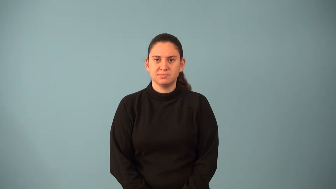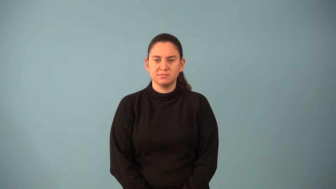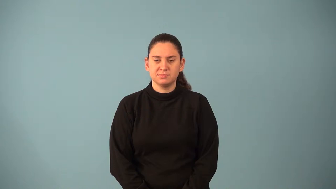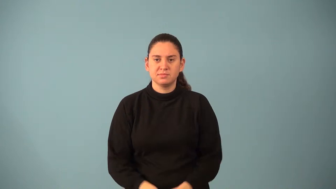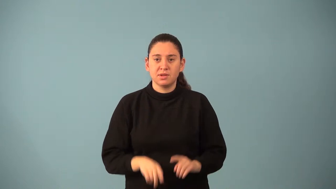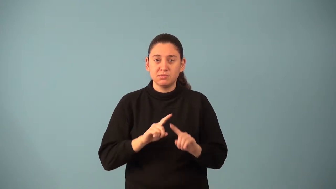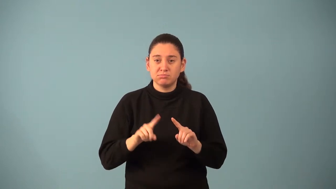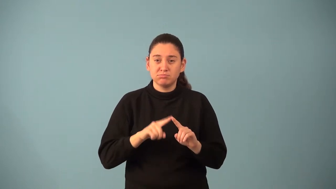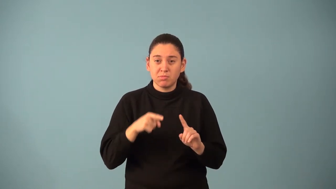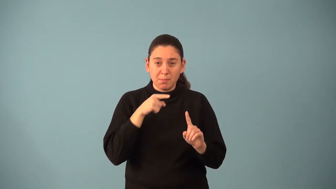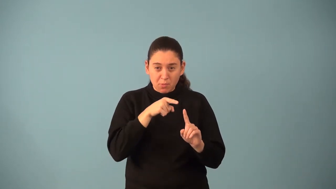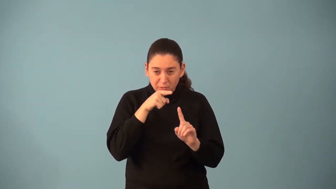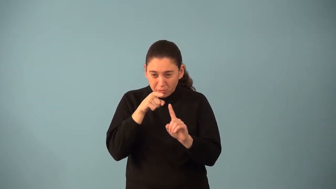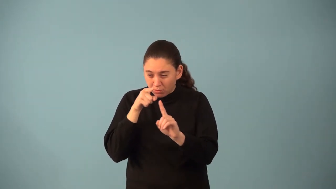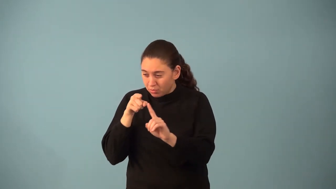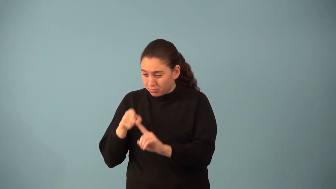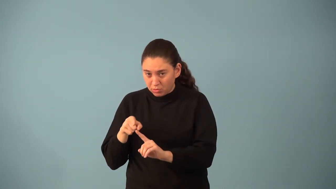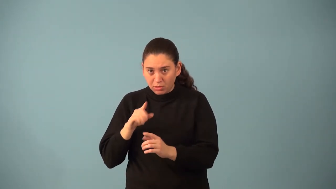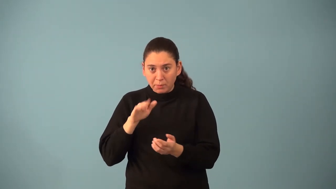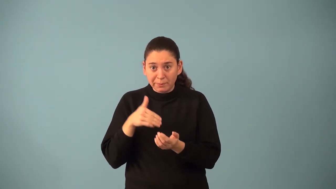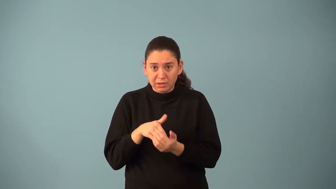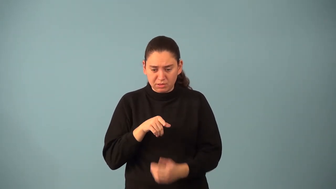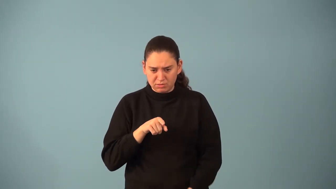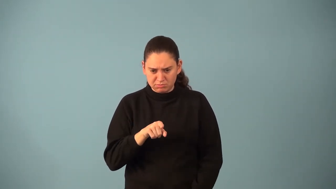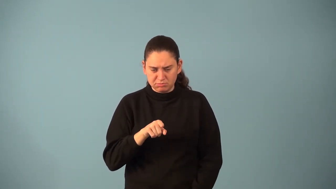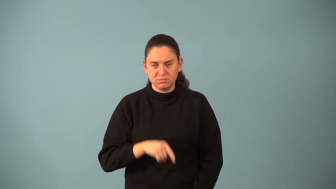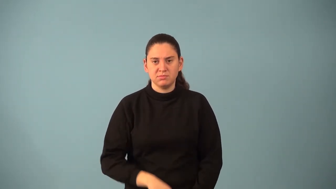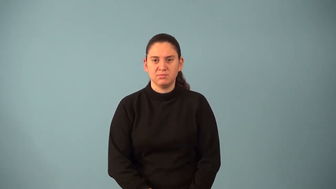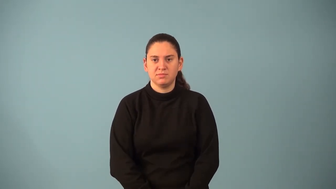locus